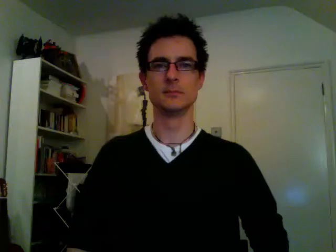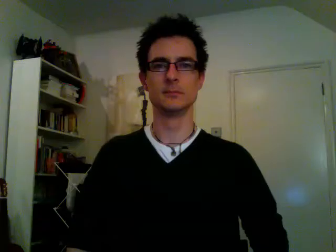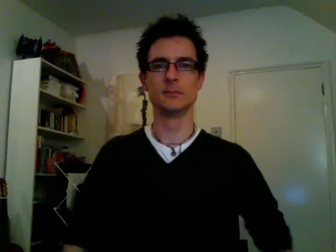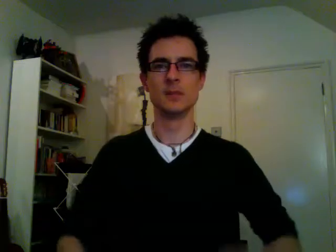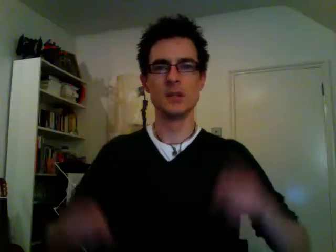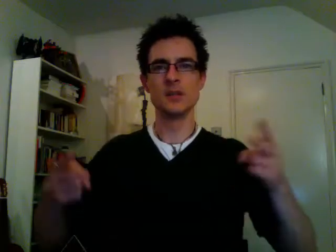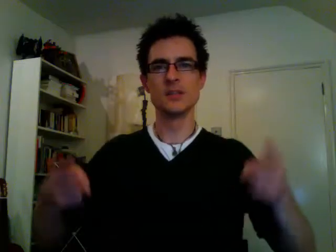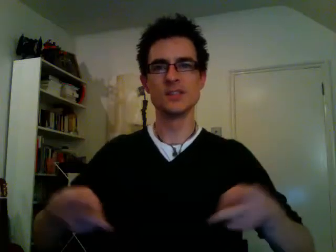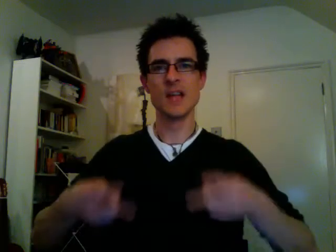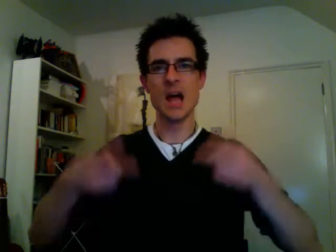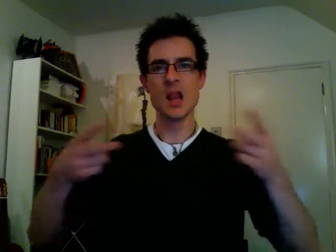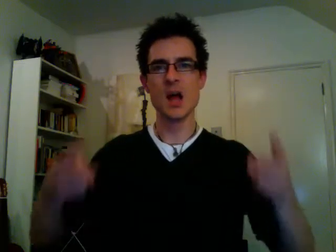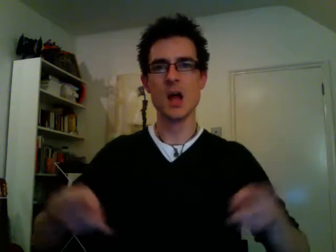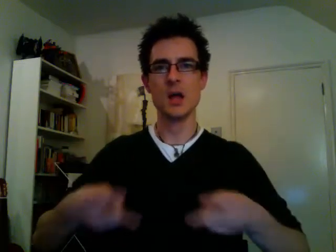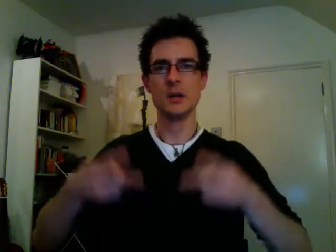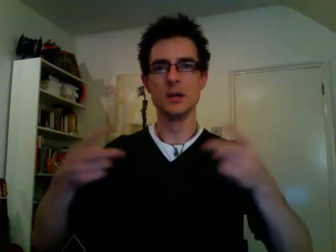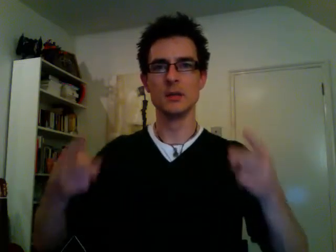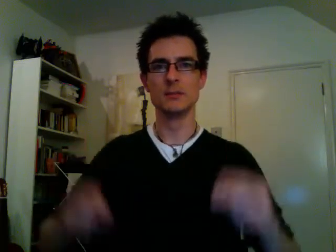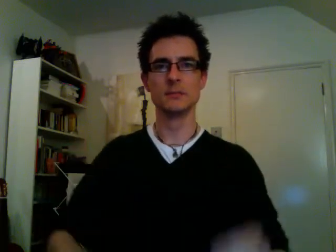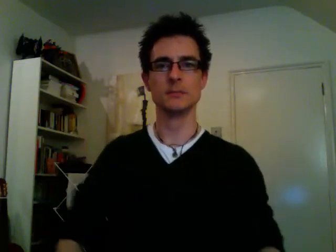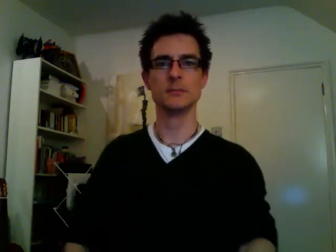salad